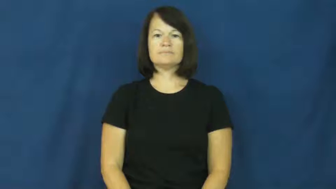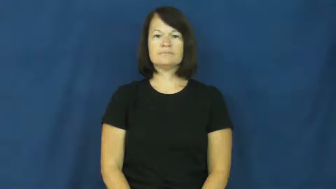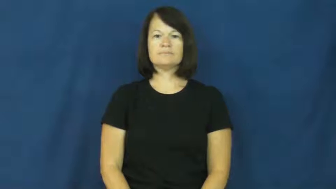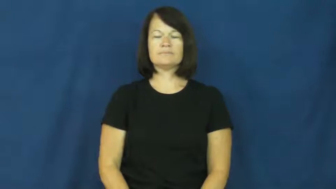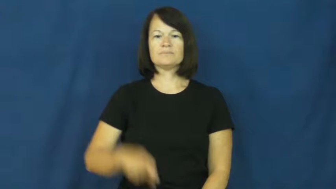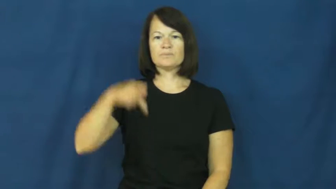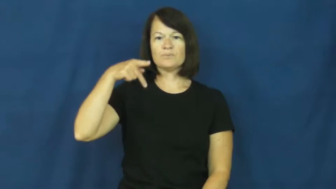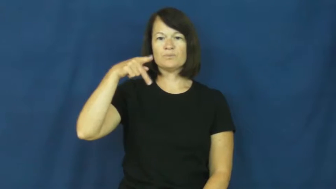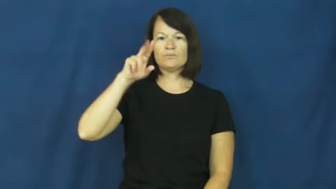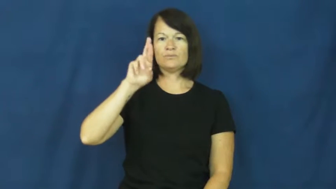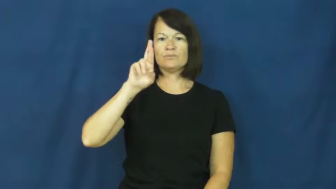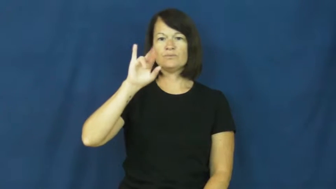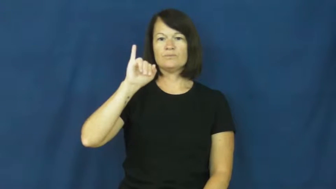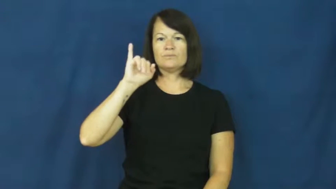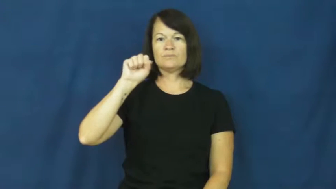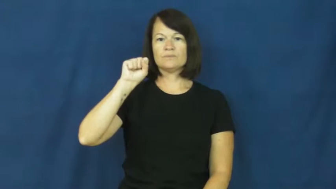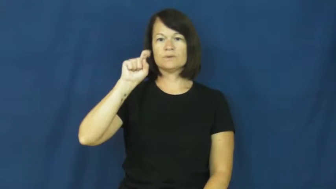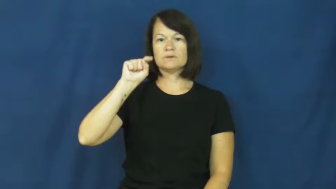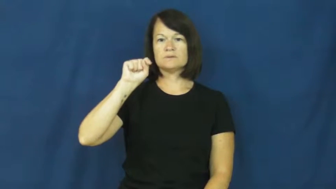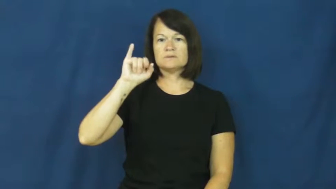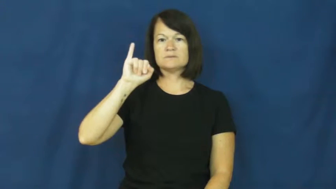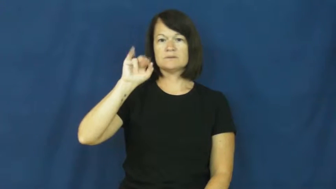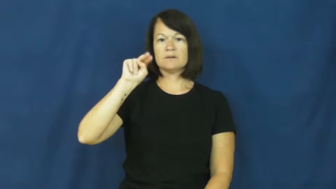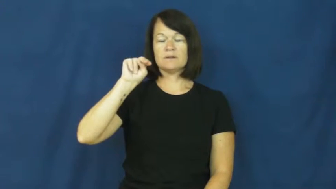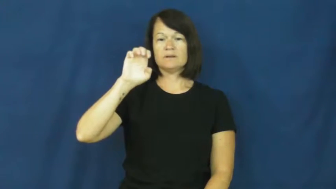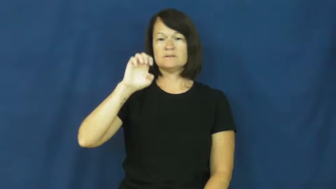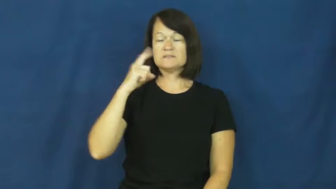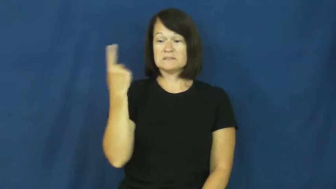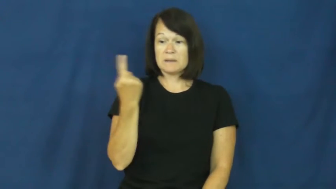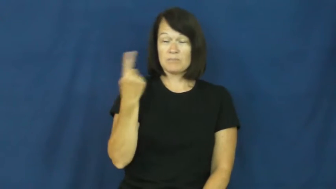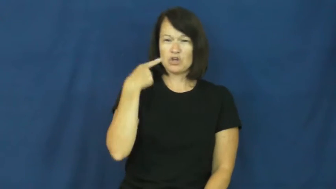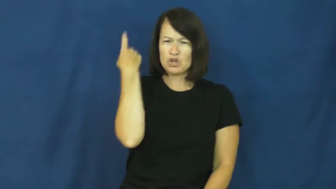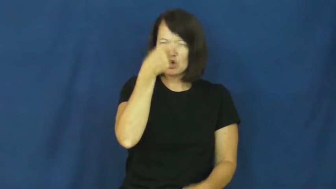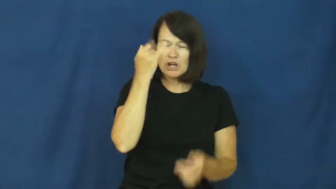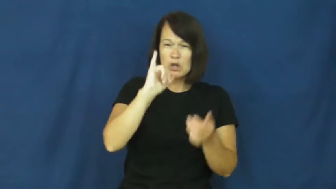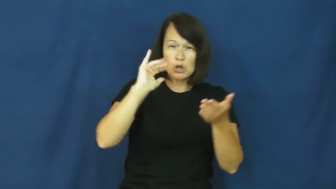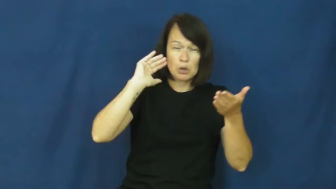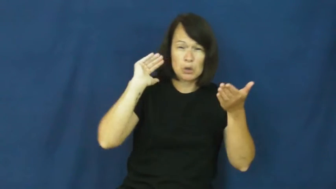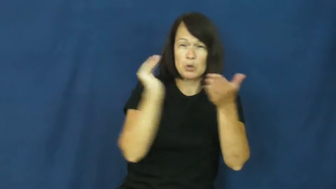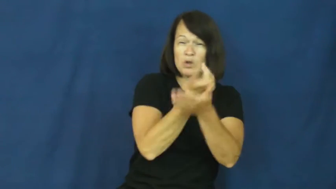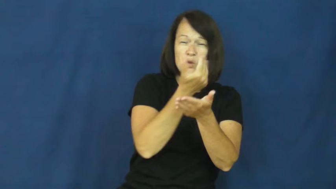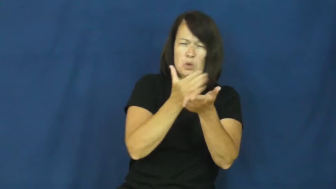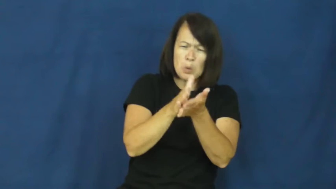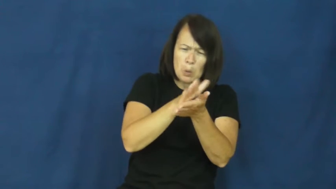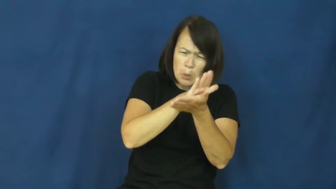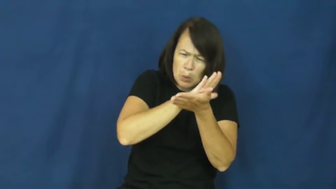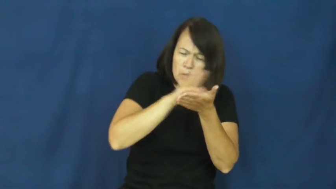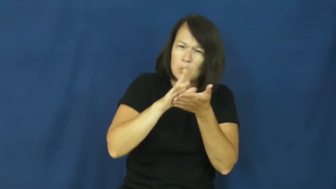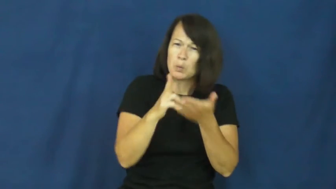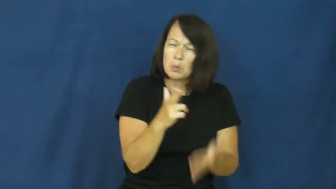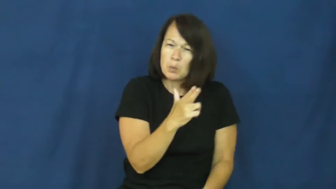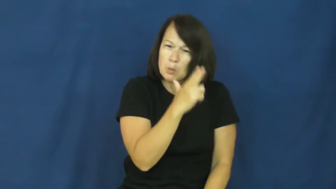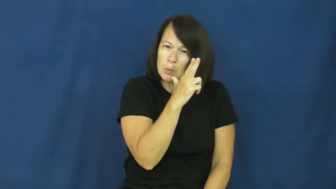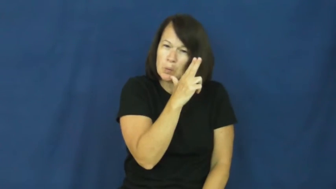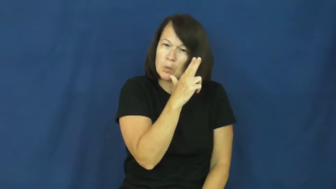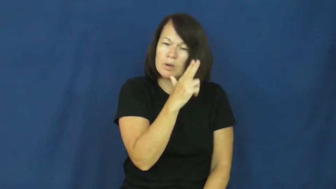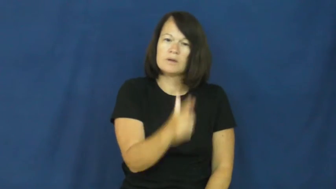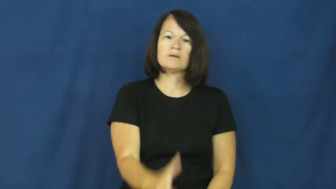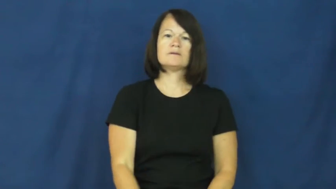pristine